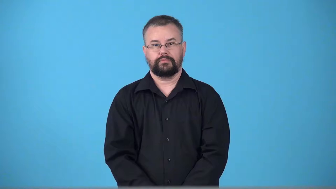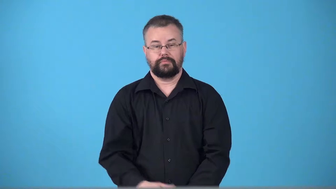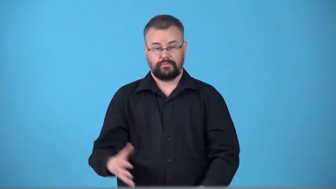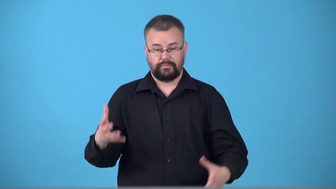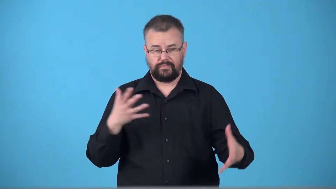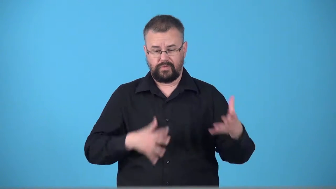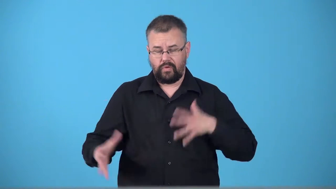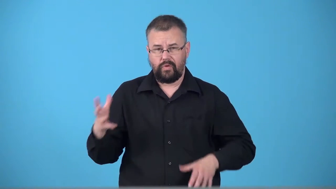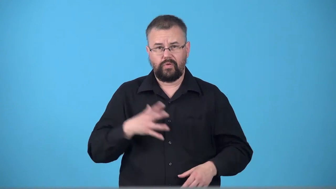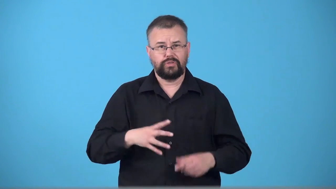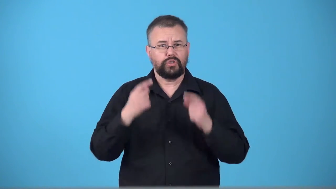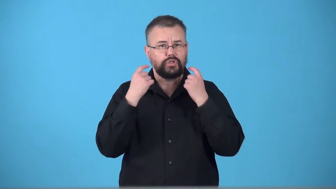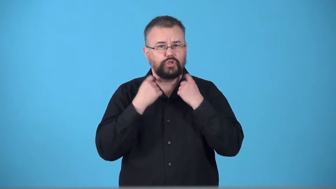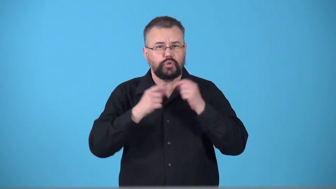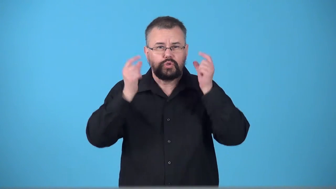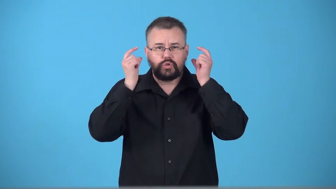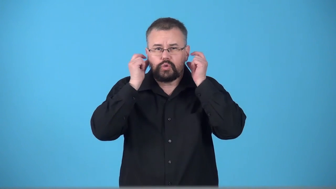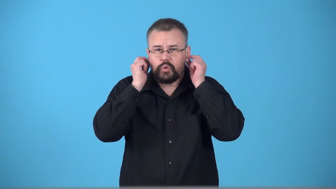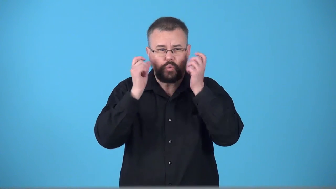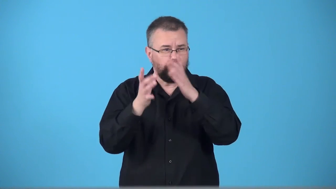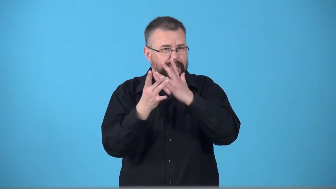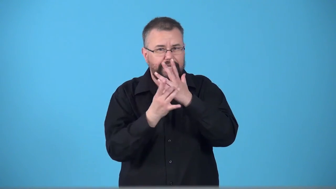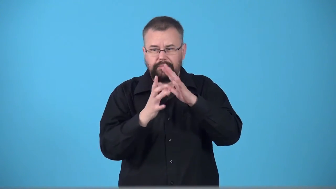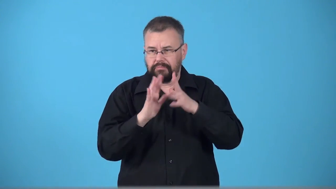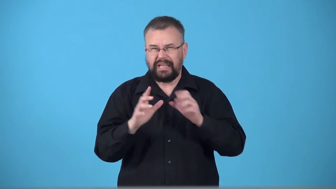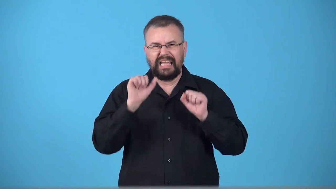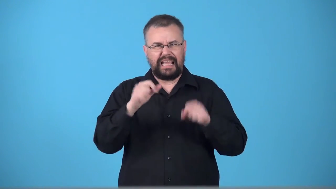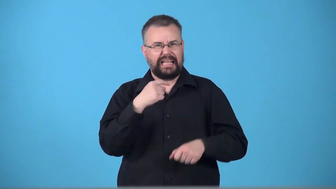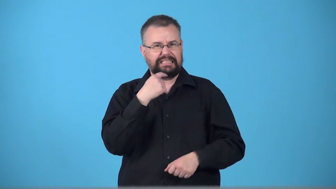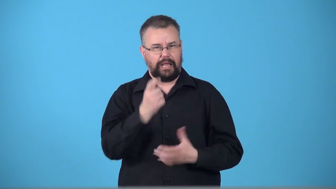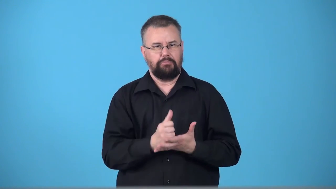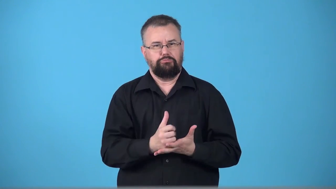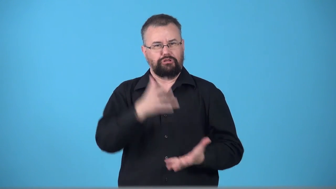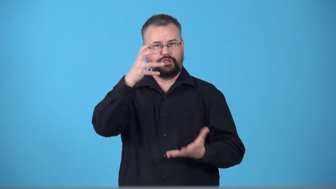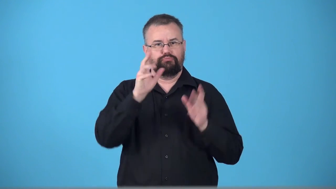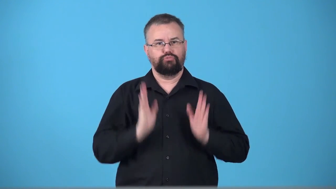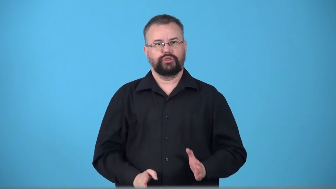trappings-possessions showing a person is rich